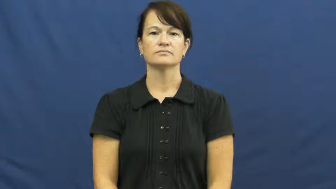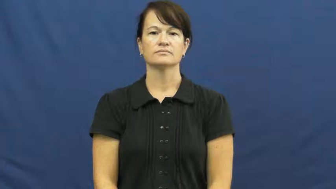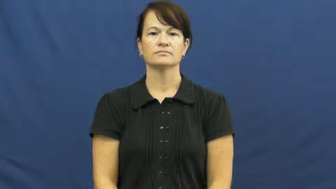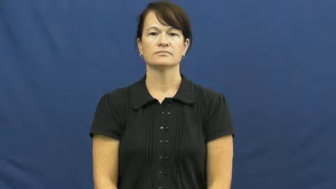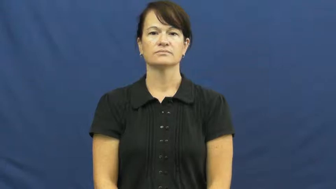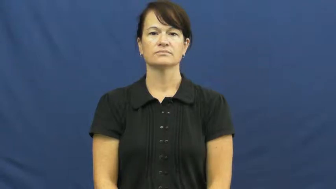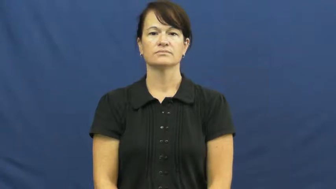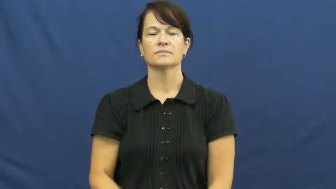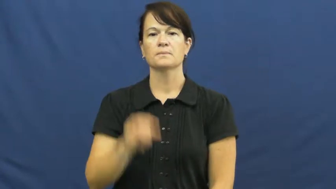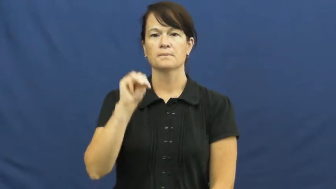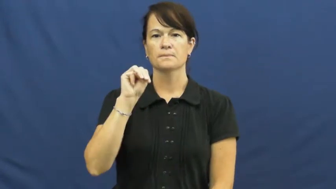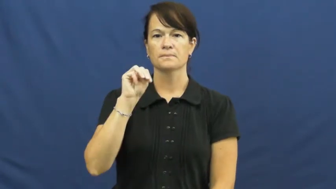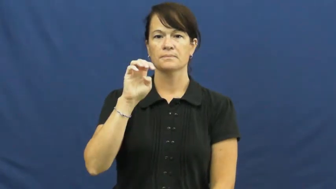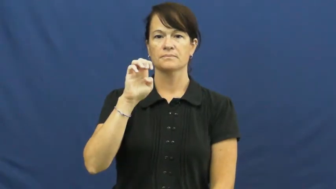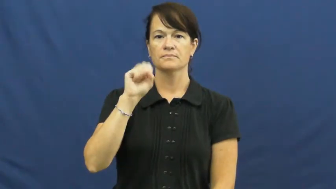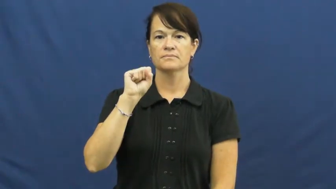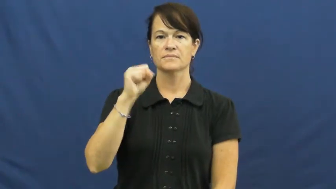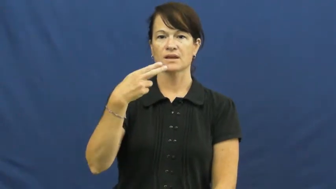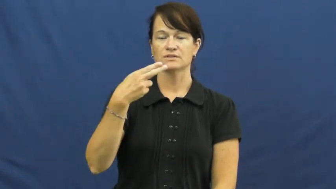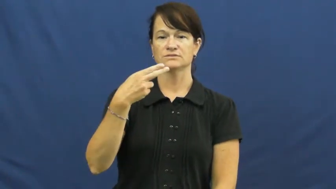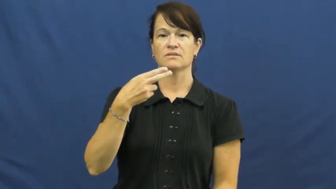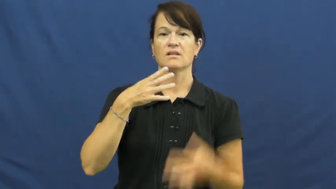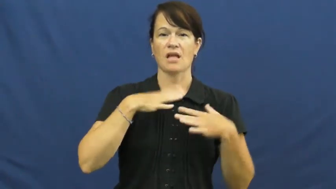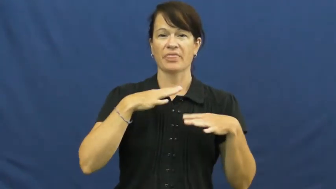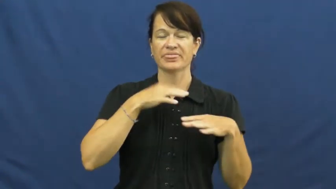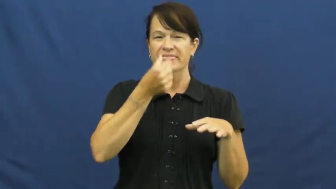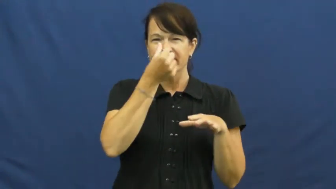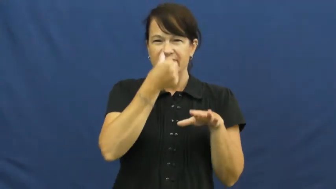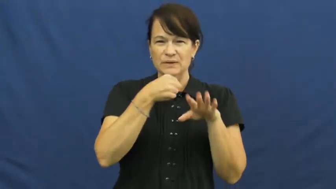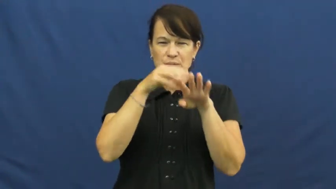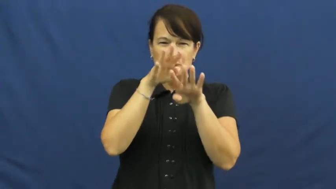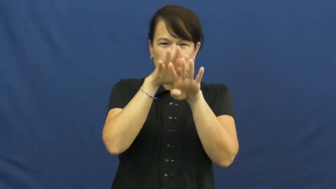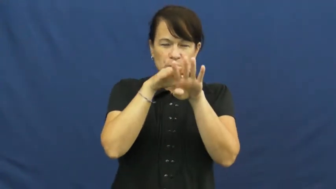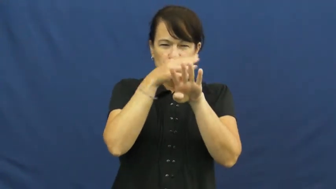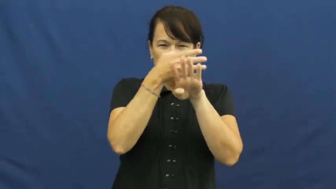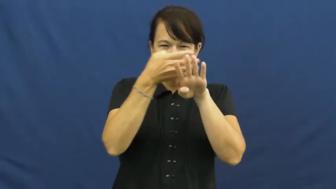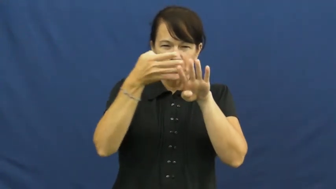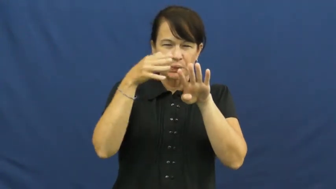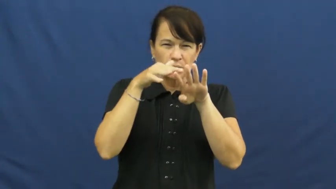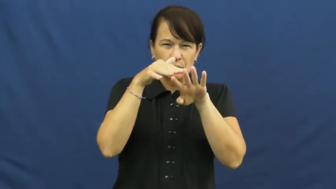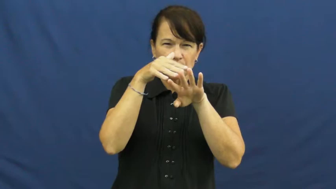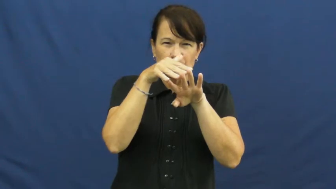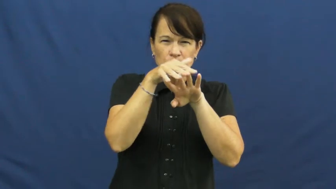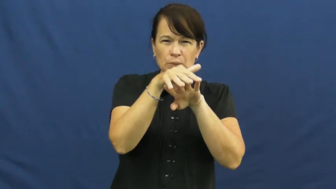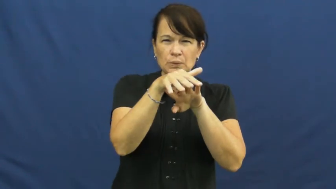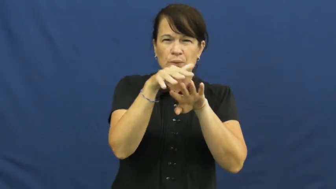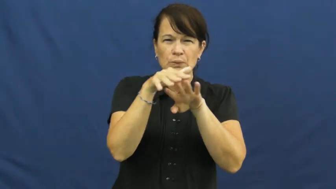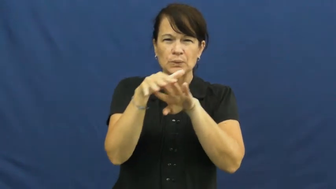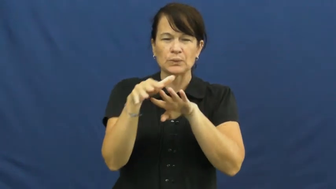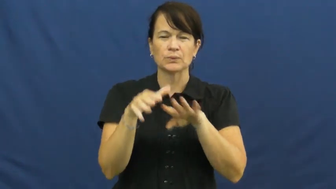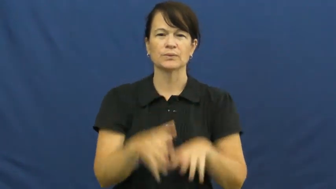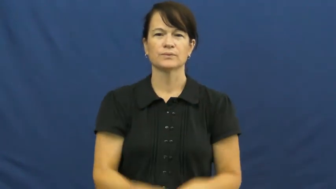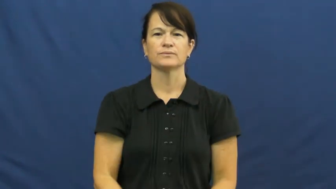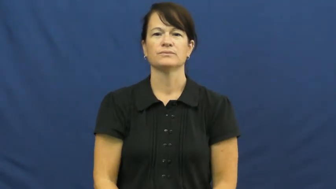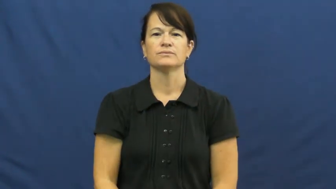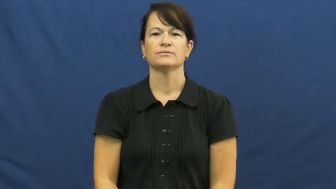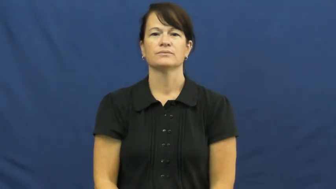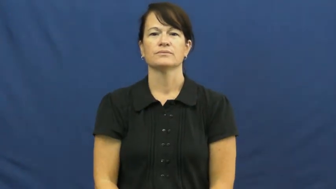mesh-material